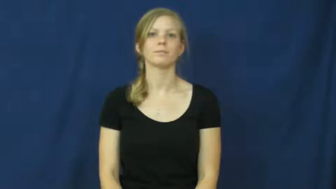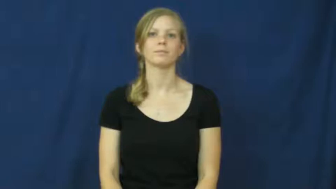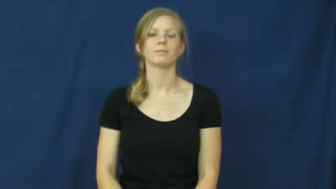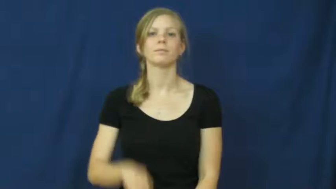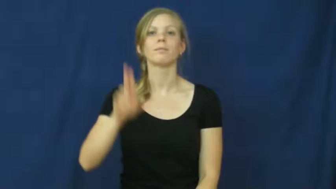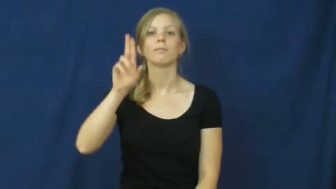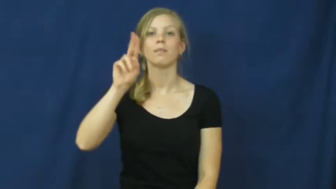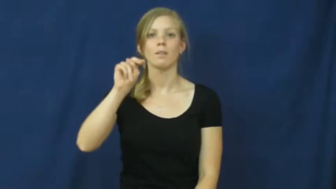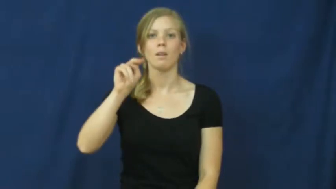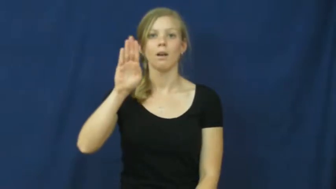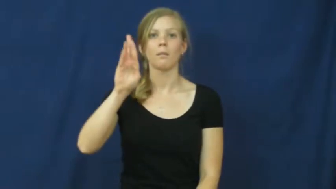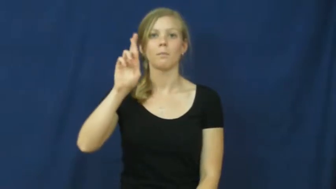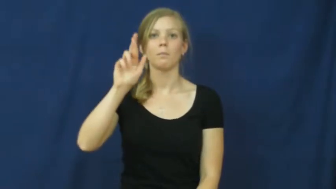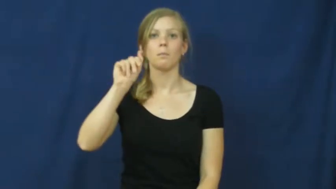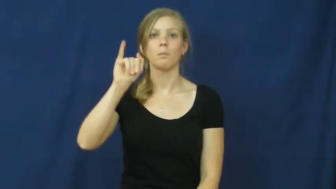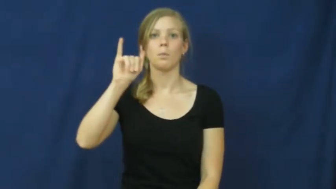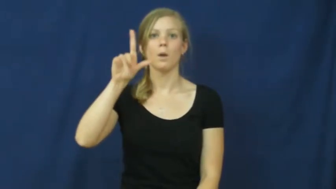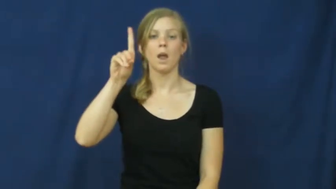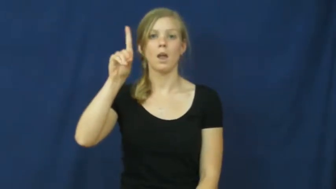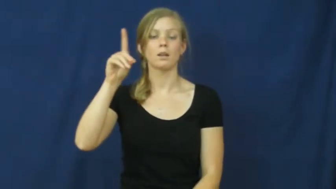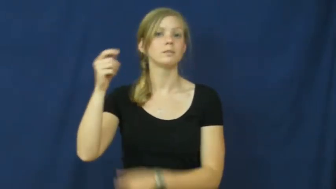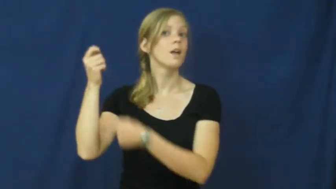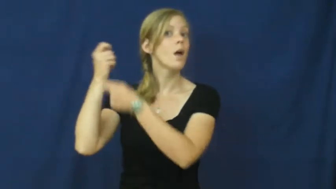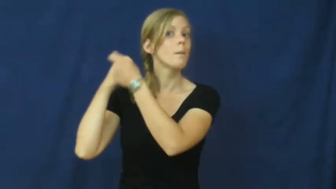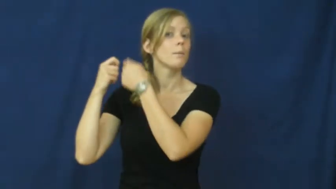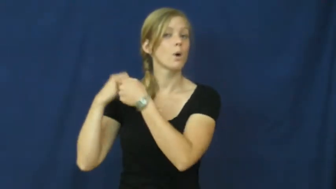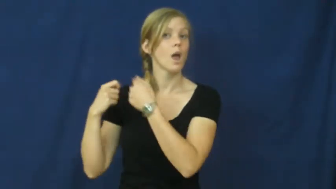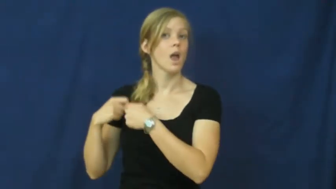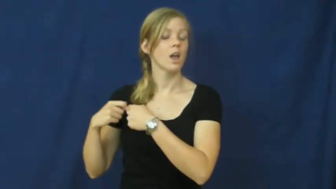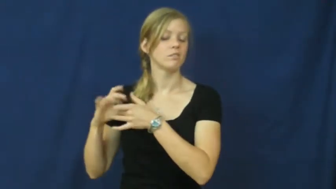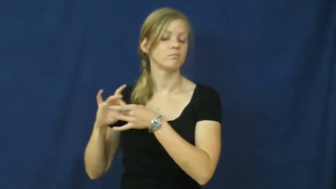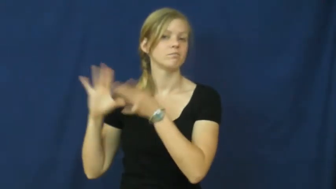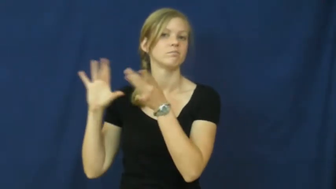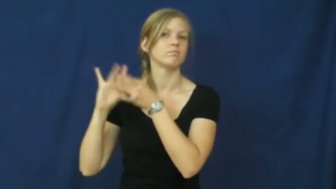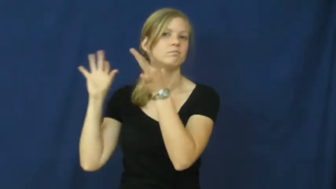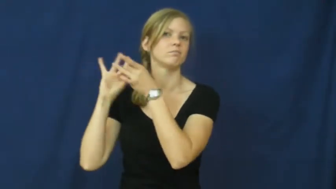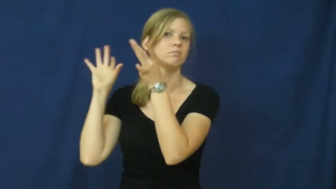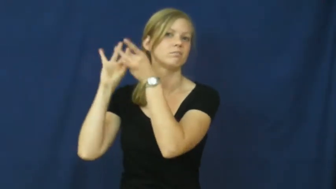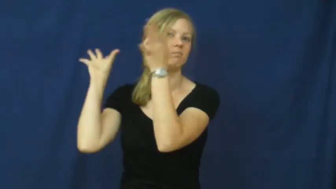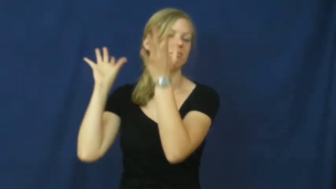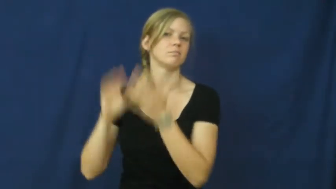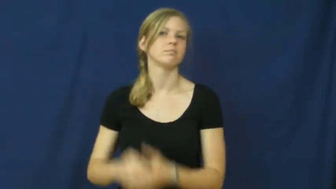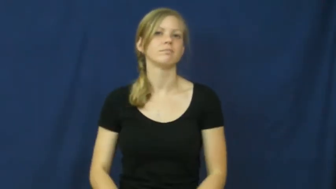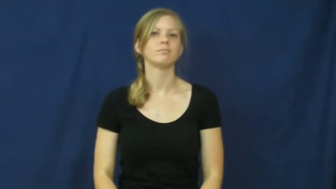unbraid